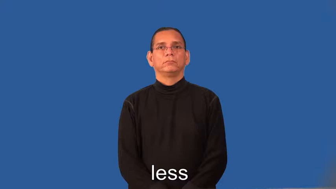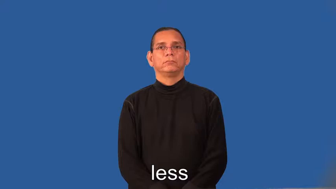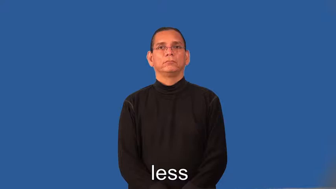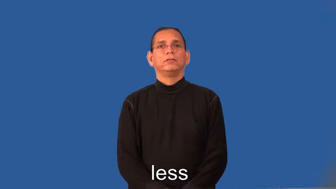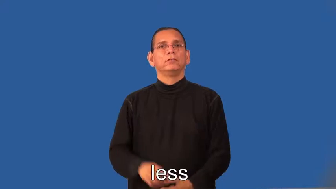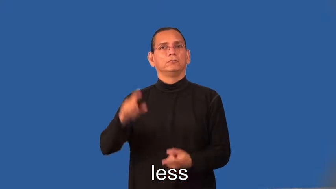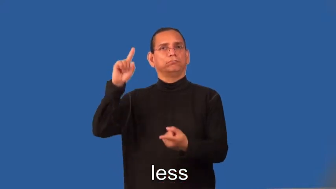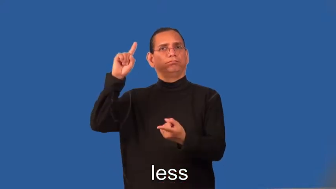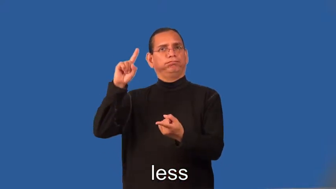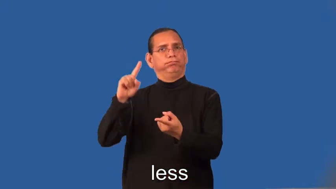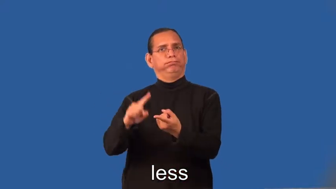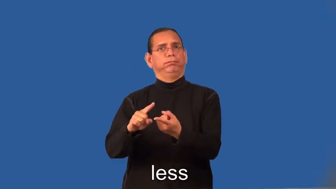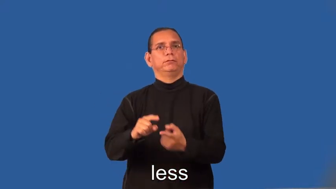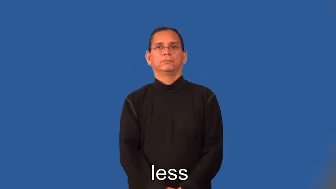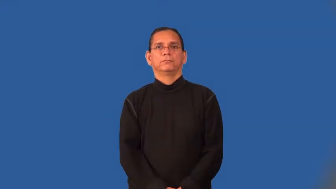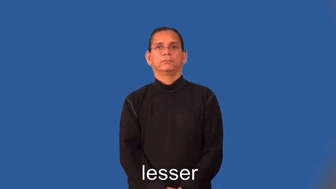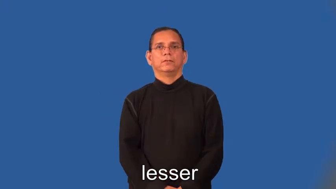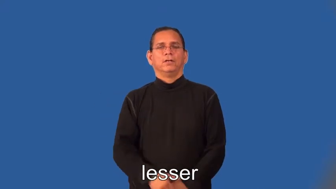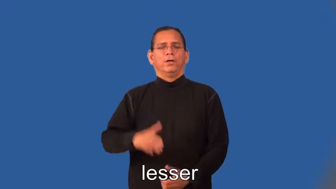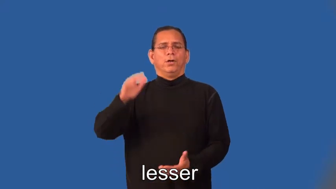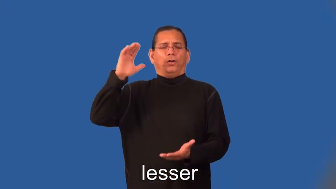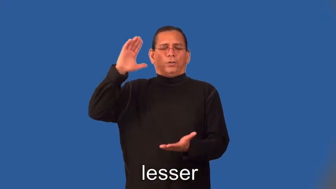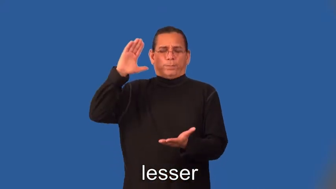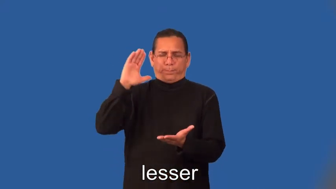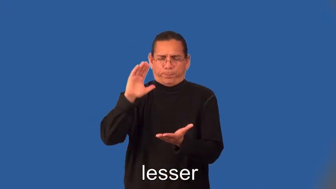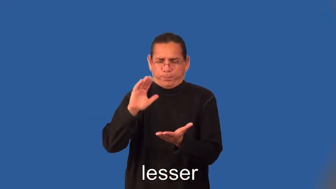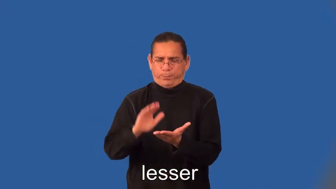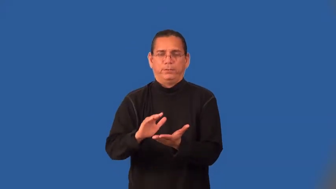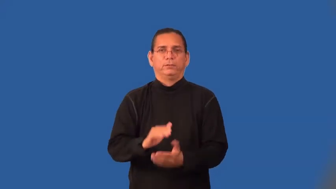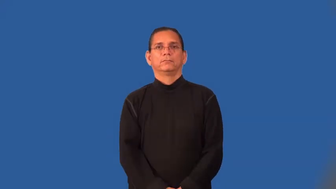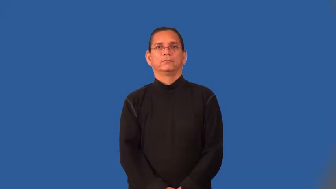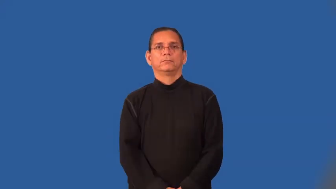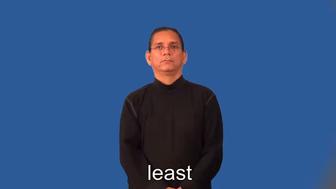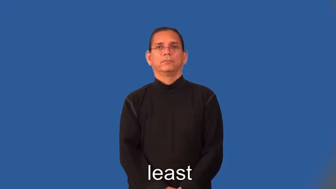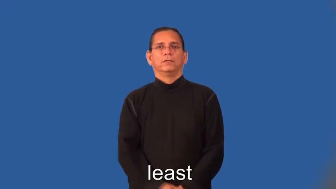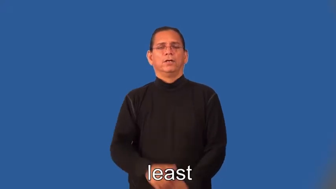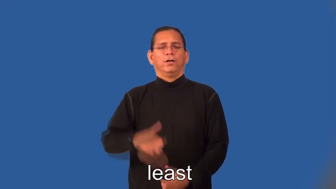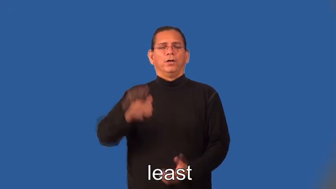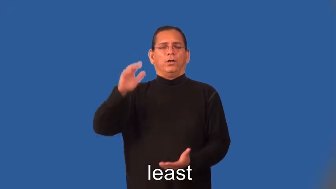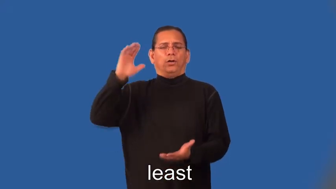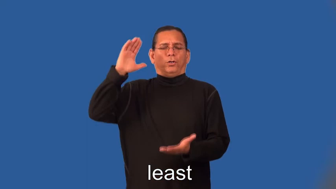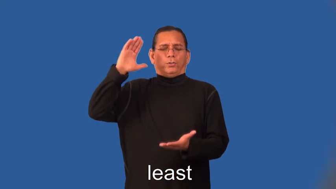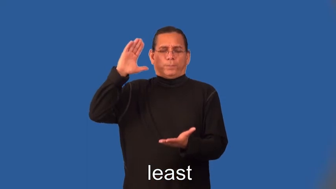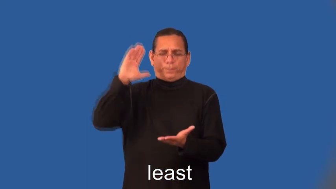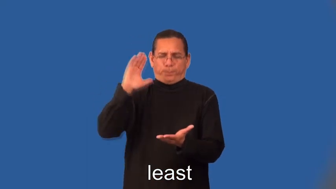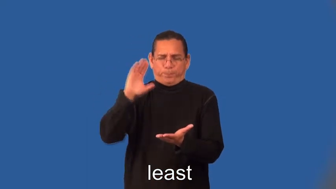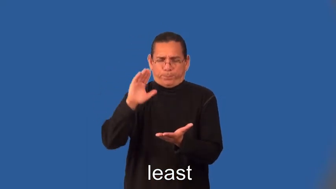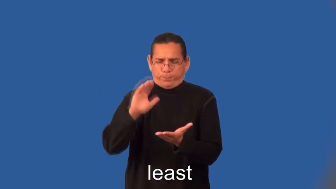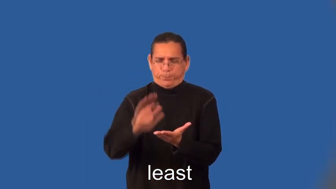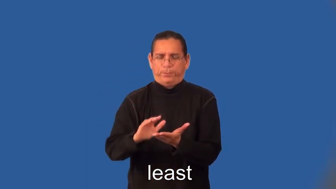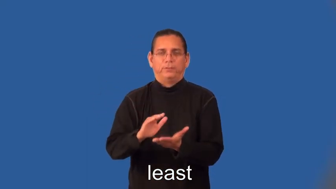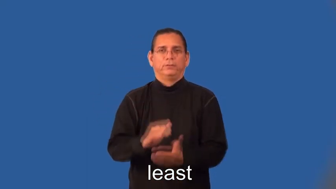lesser,least